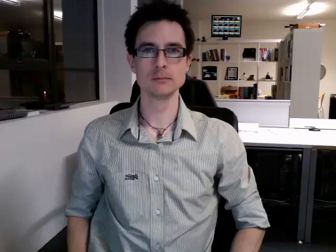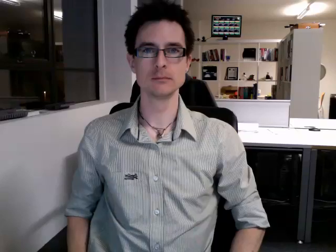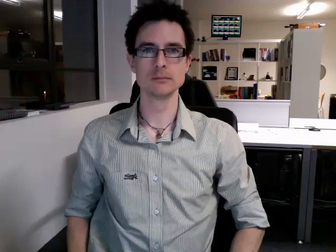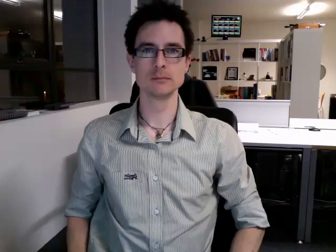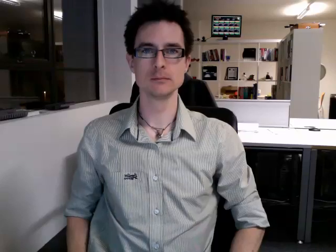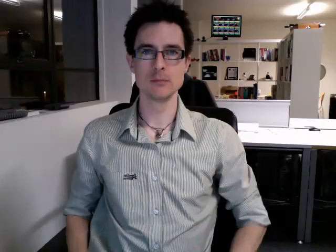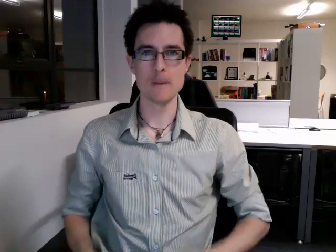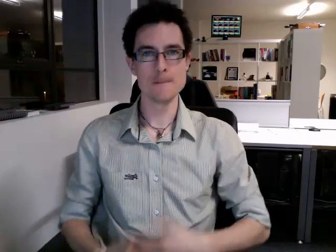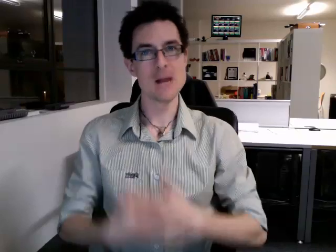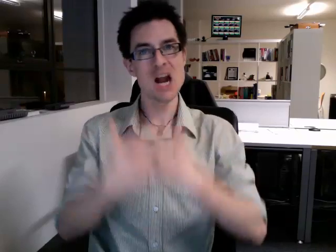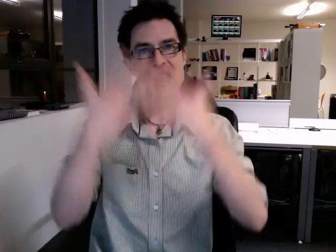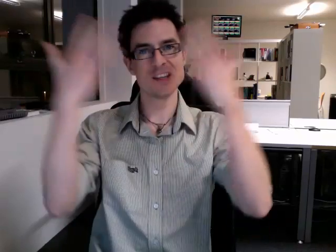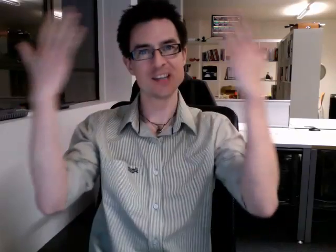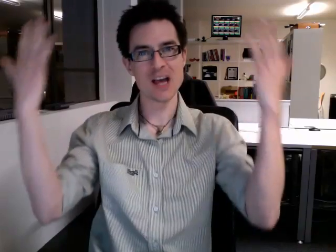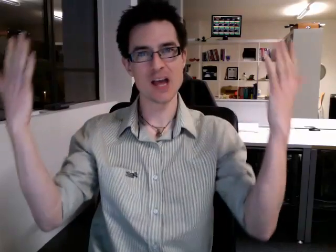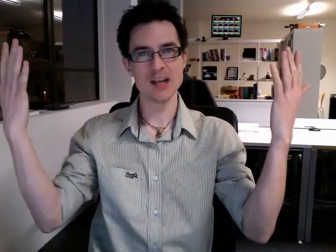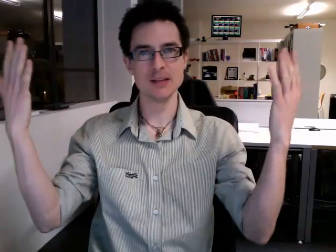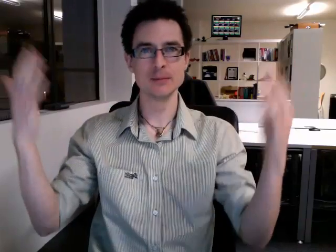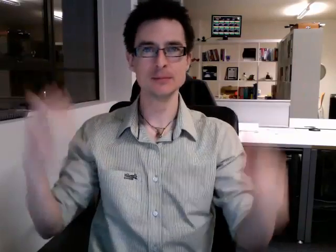birthday